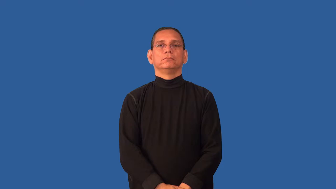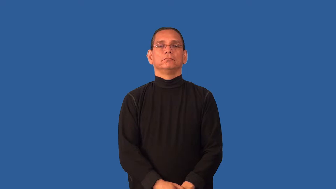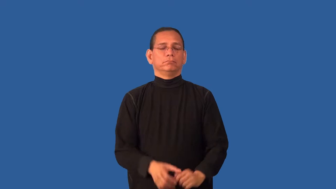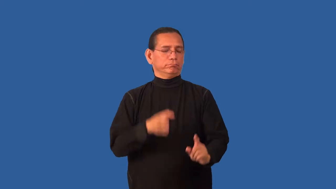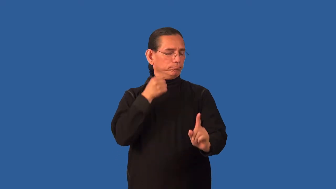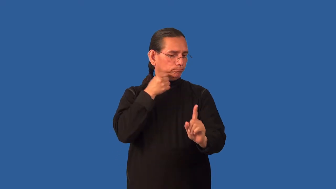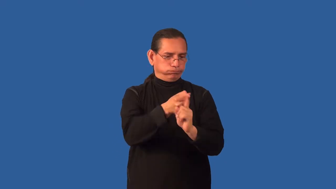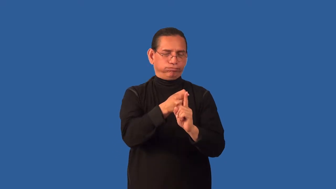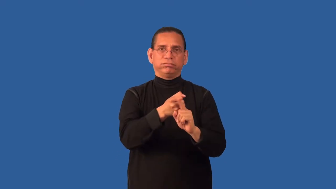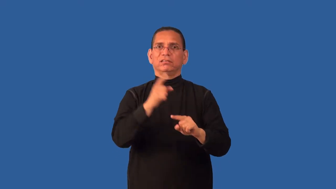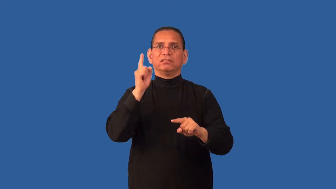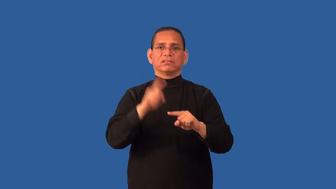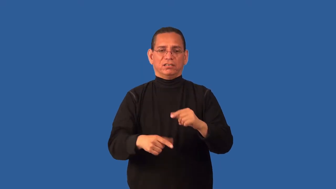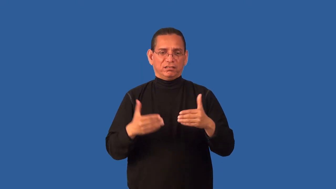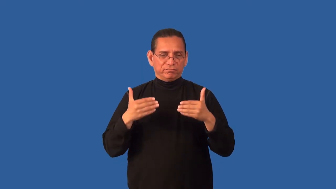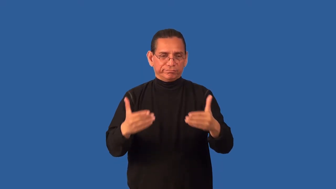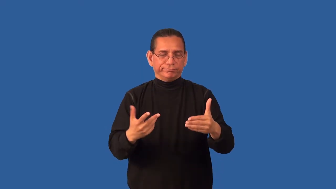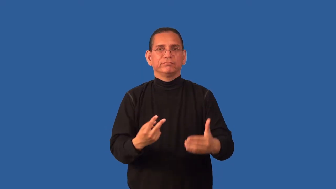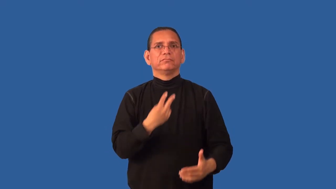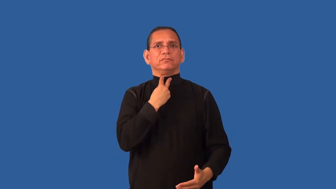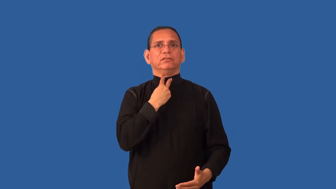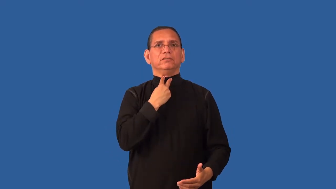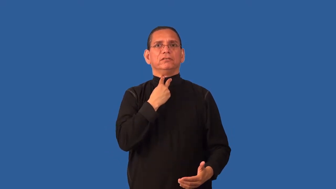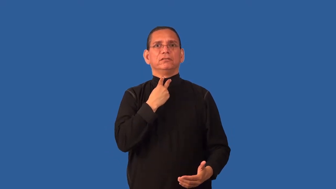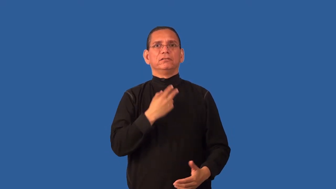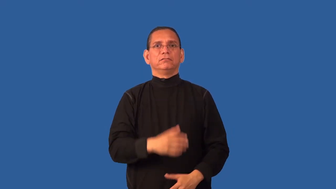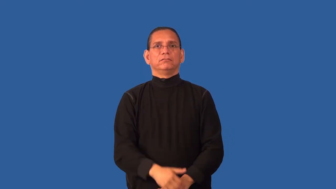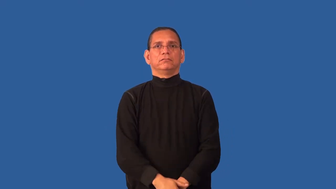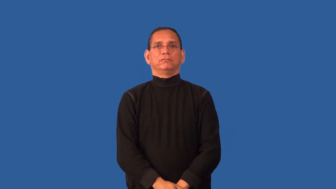cripple,enfeeble-cause not to function